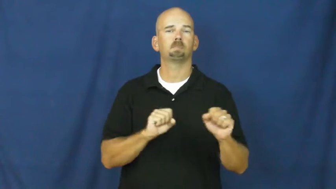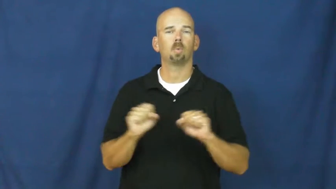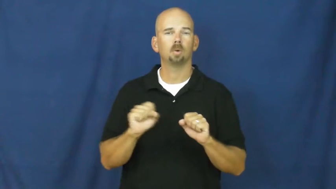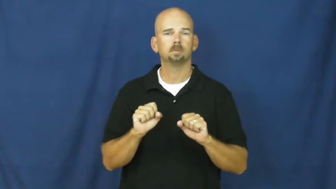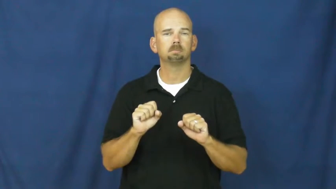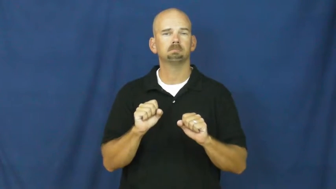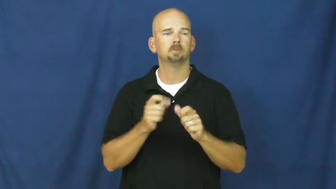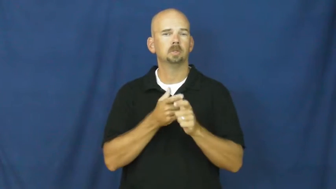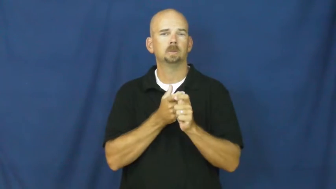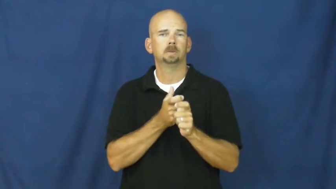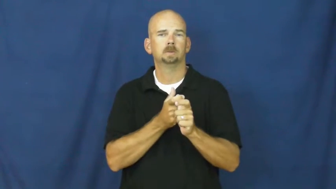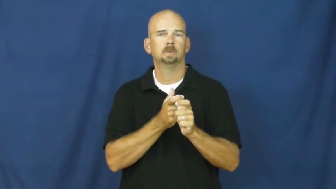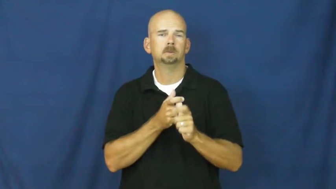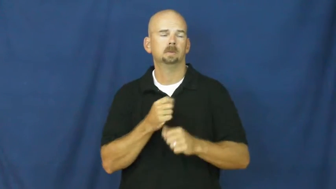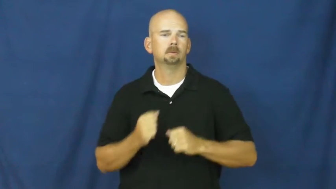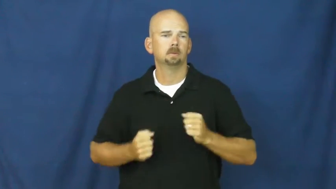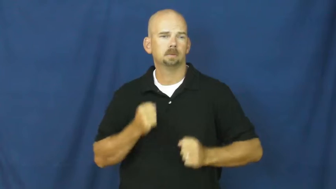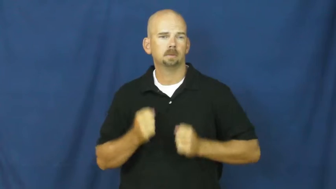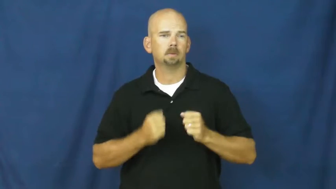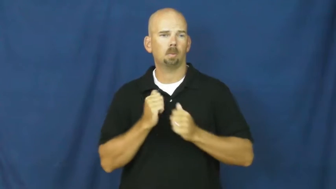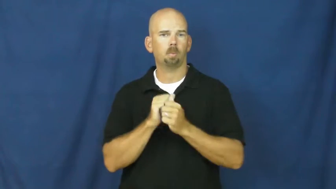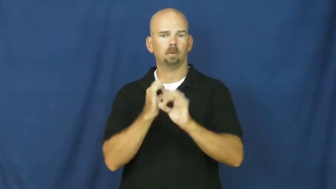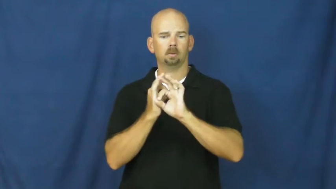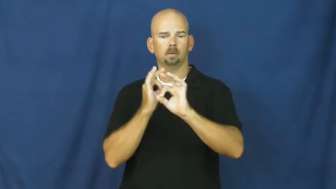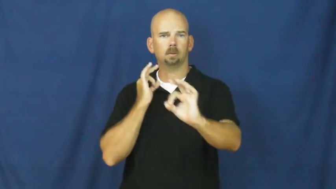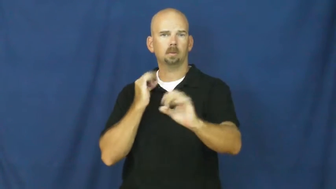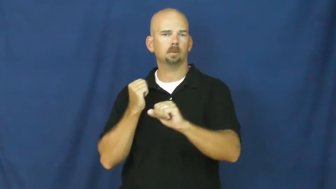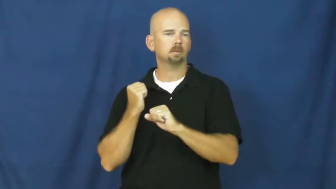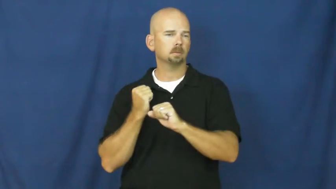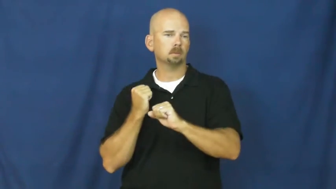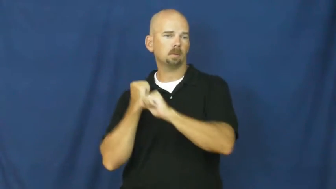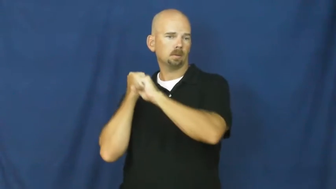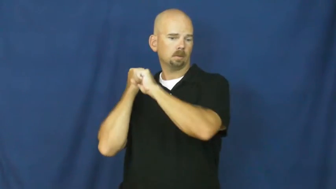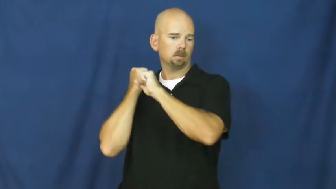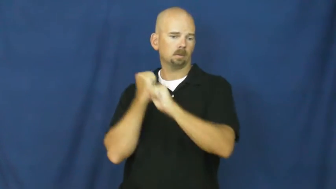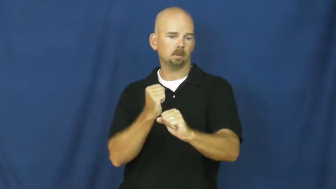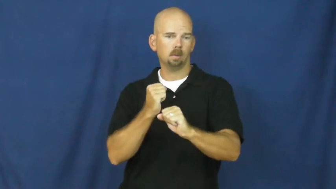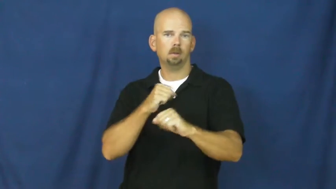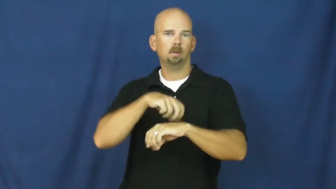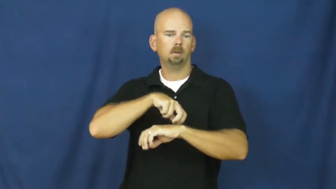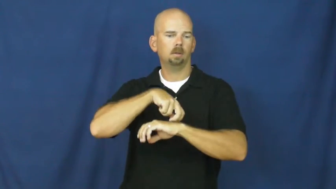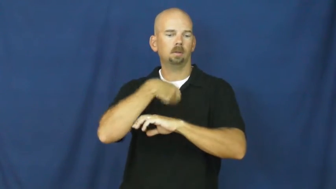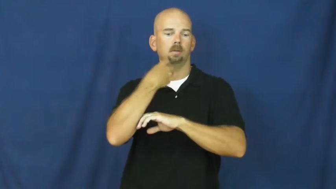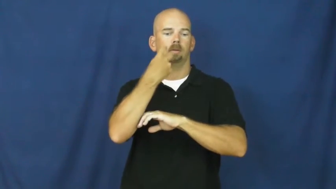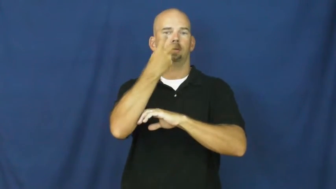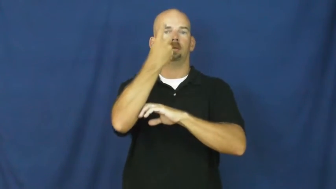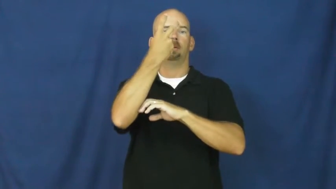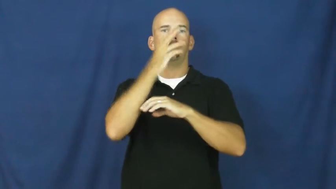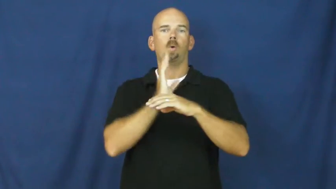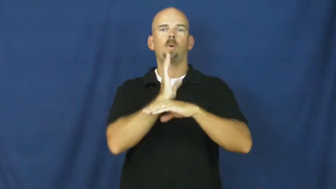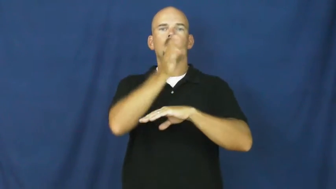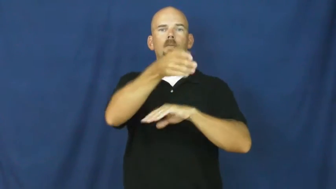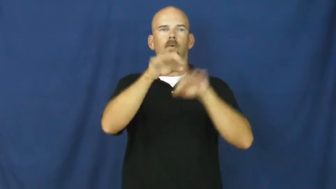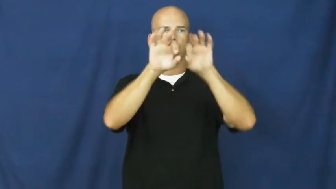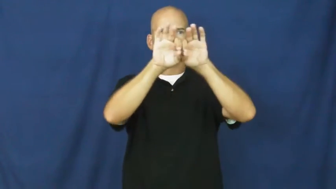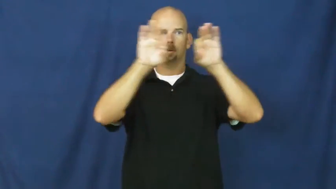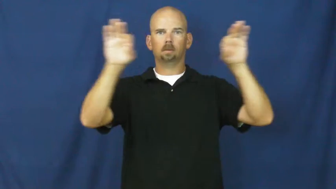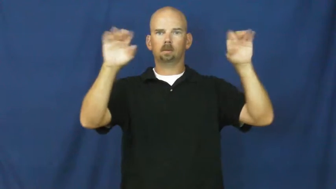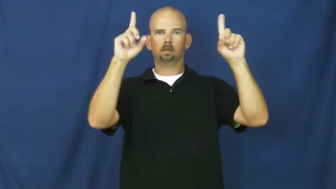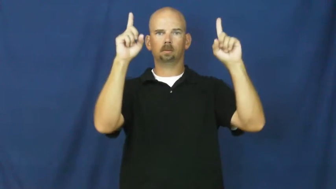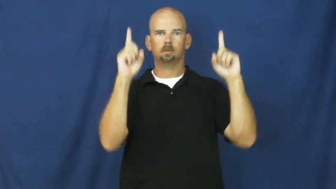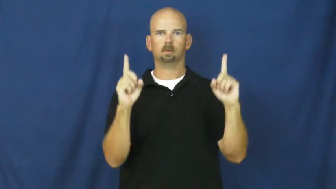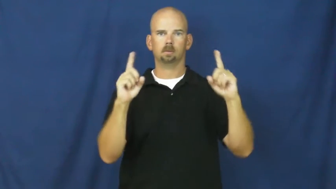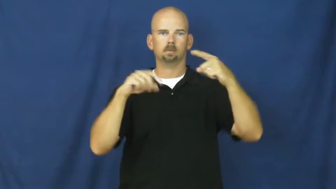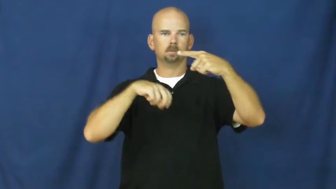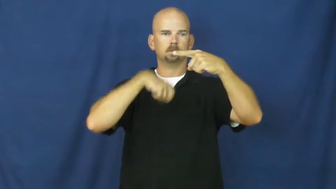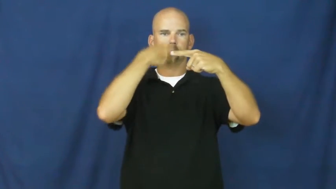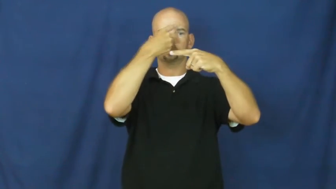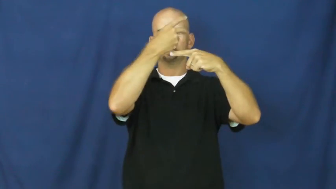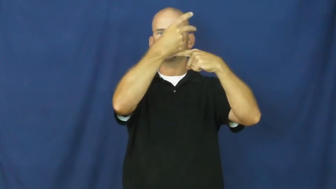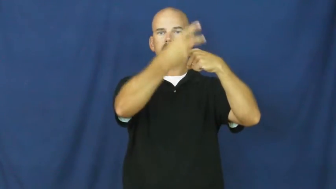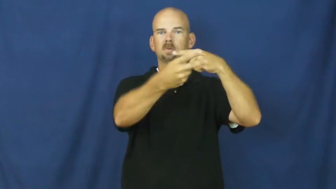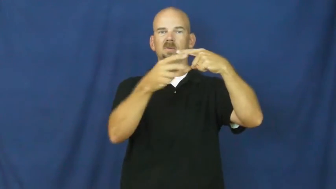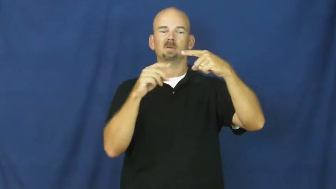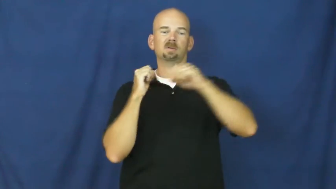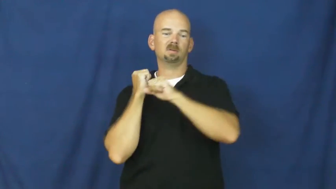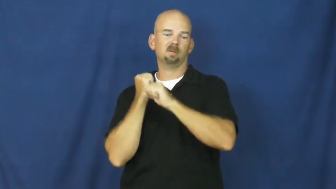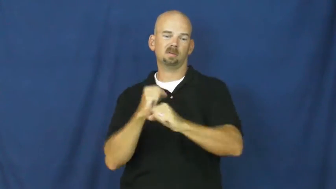vault-verb